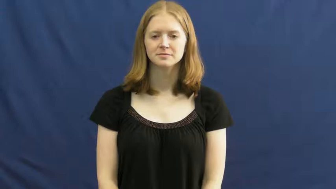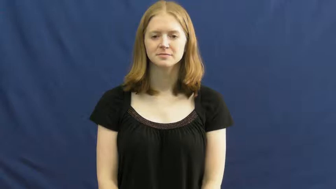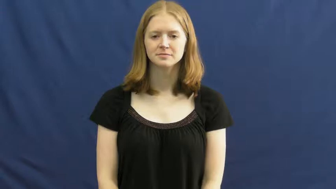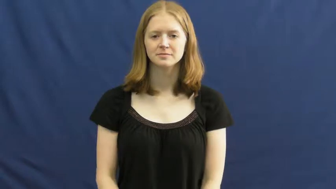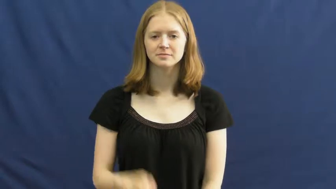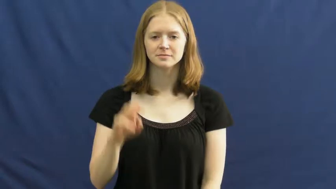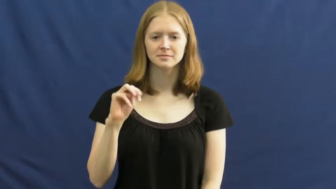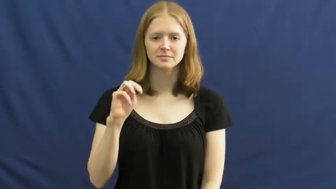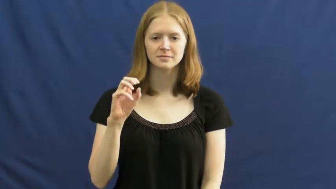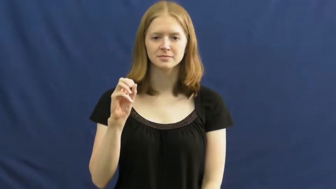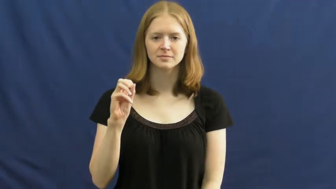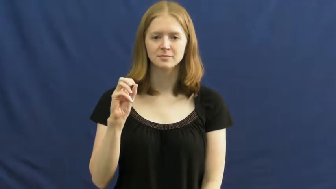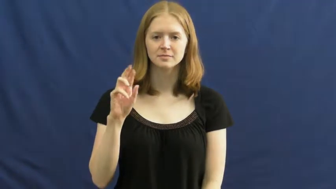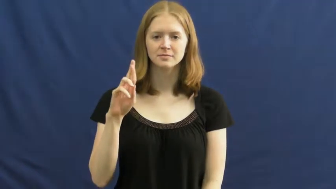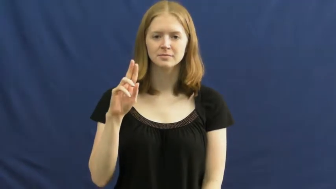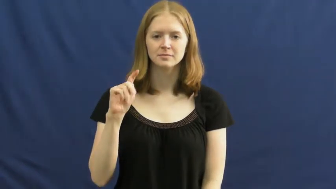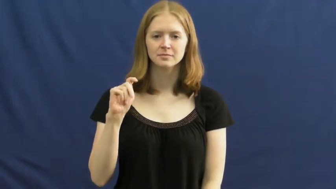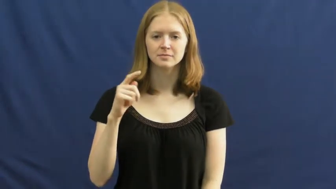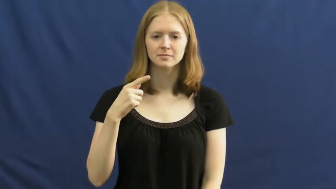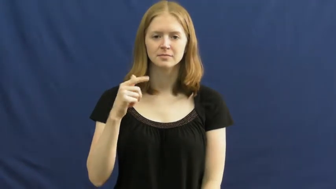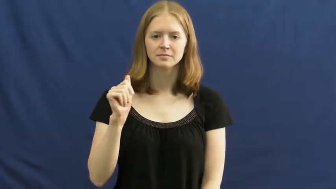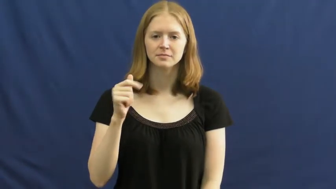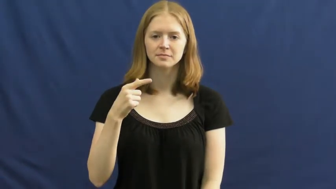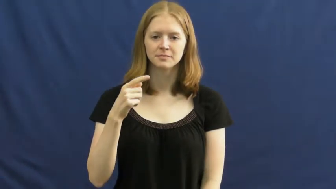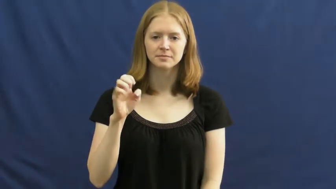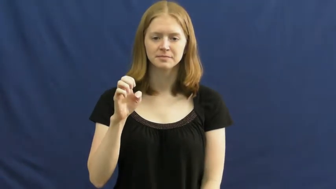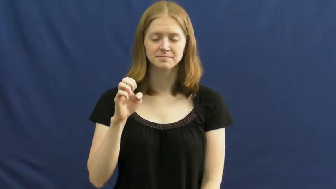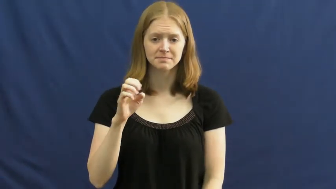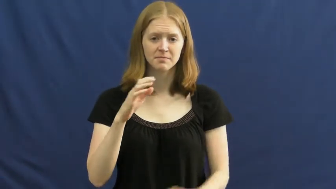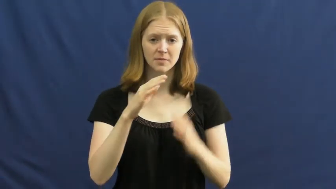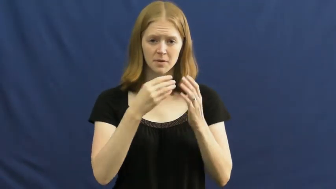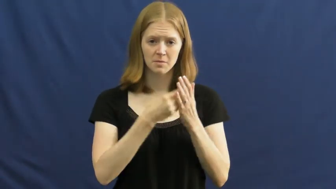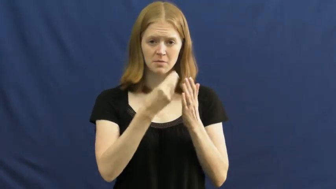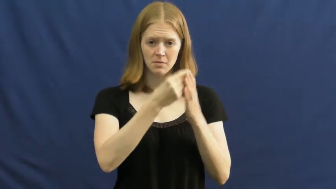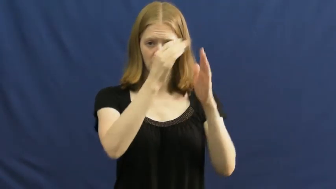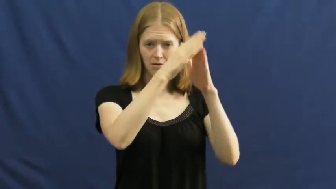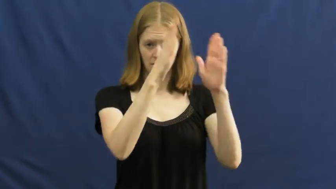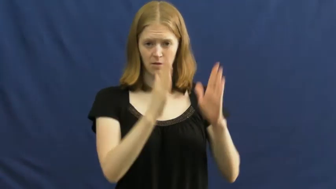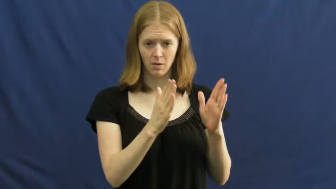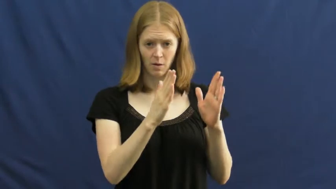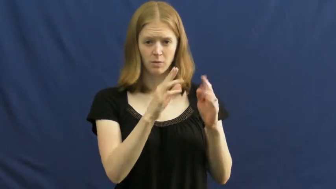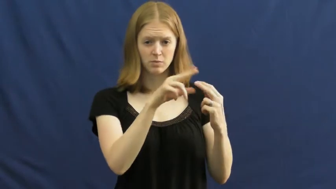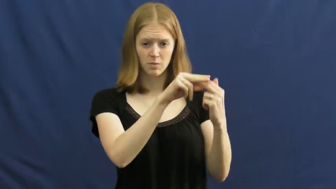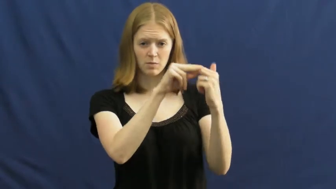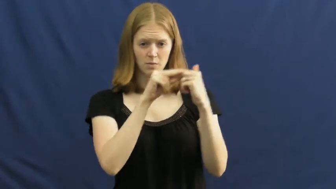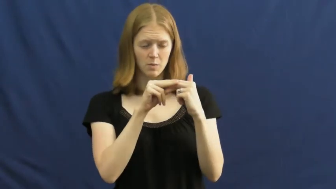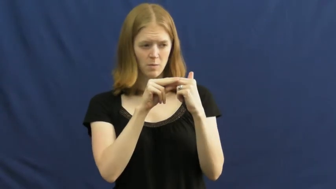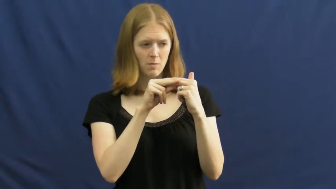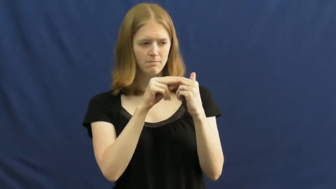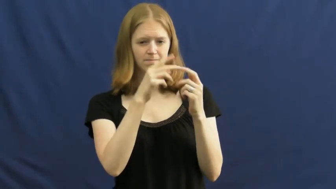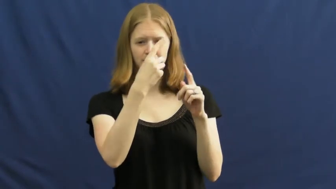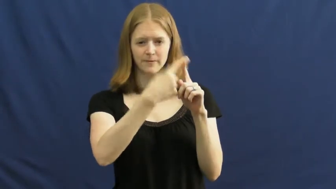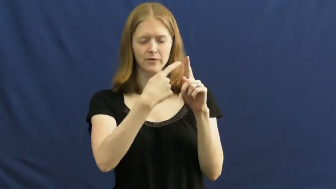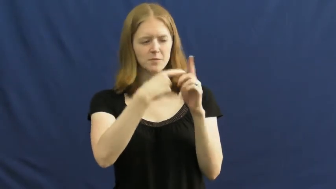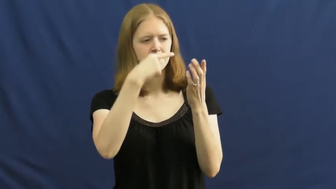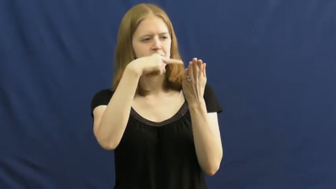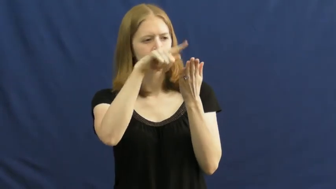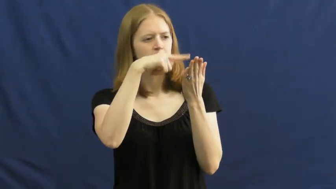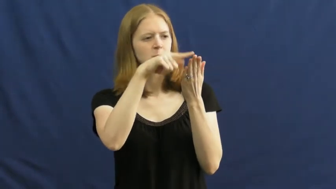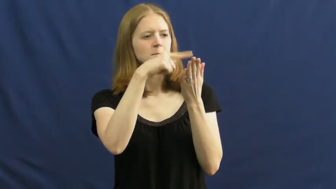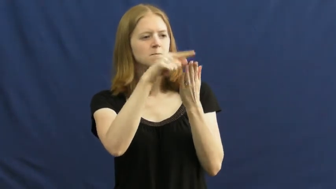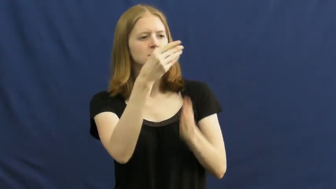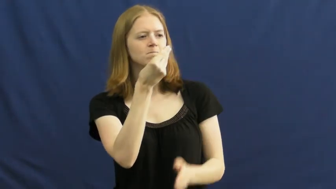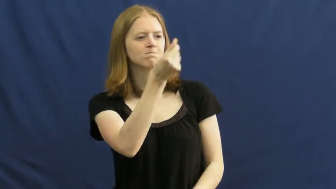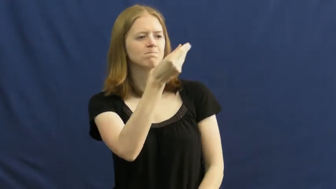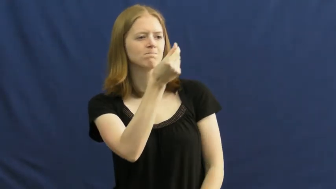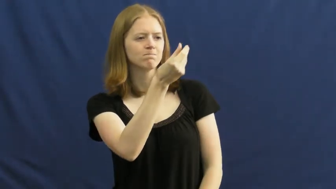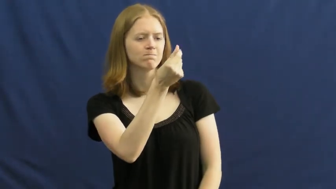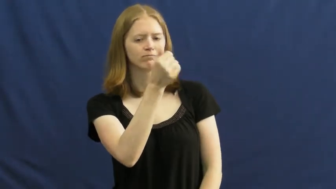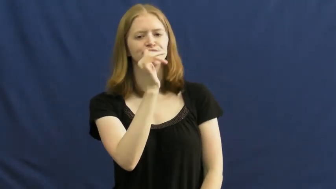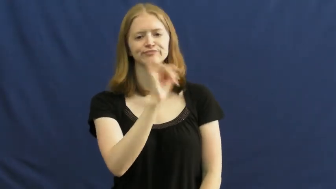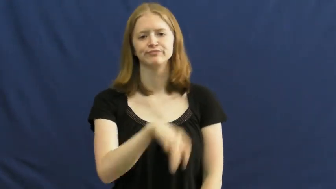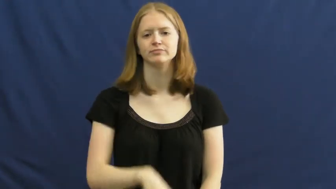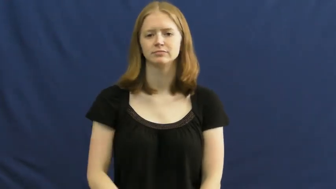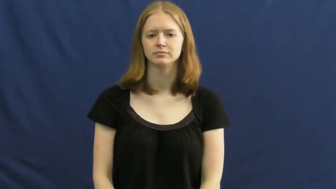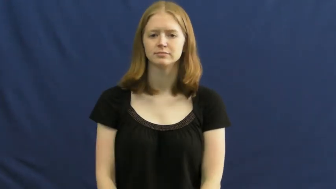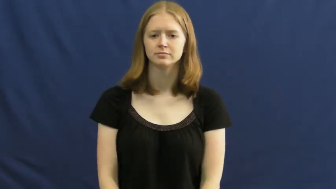mortgage